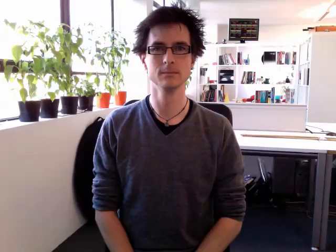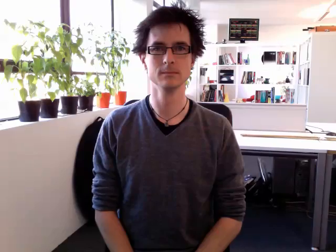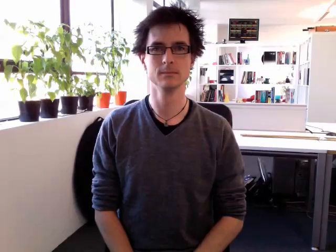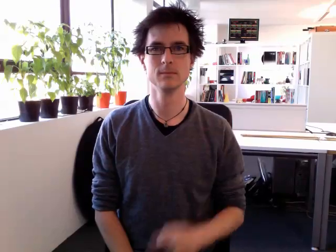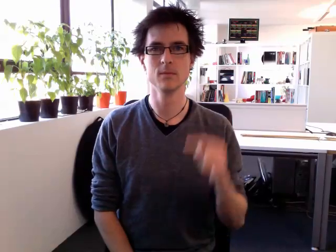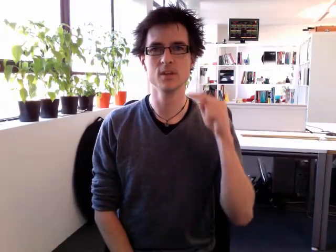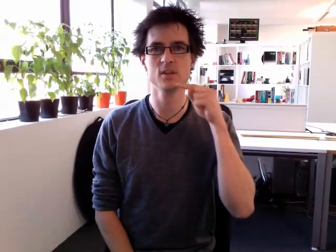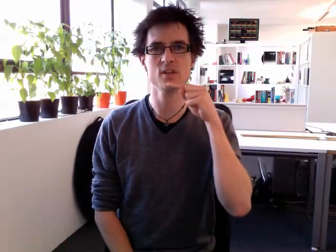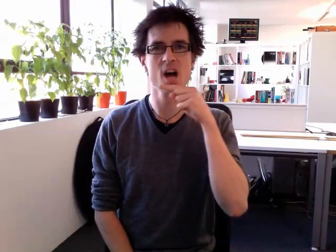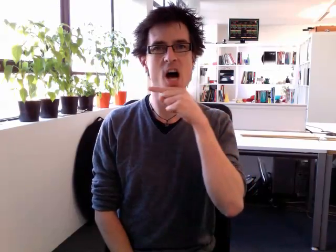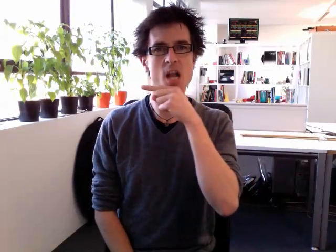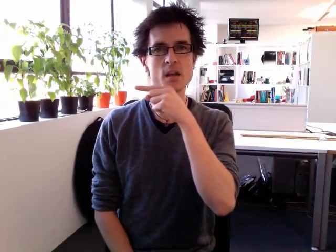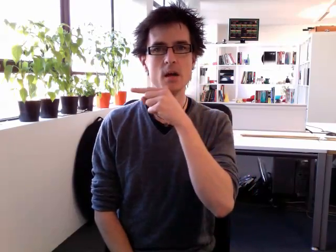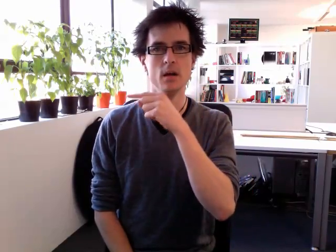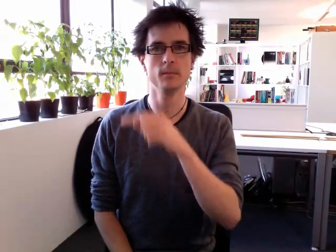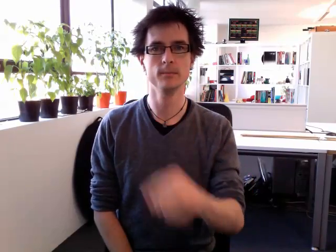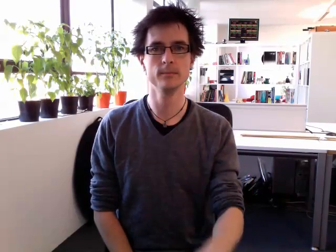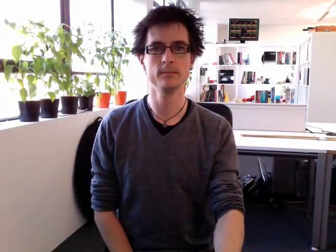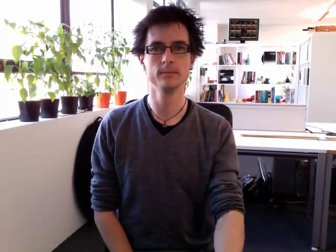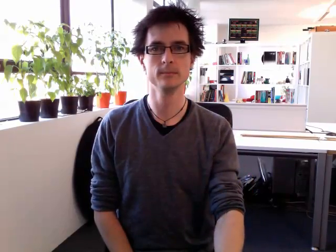son 2